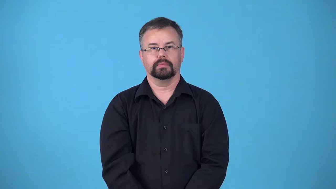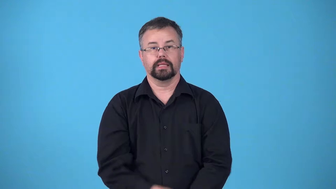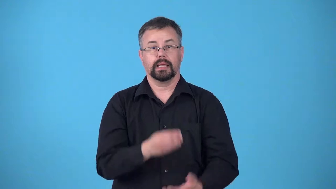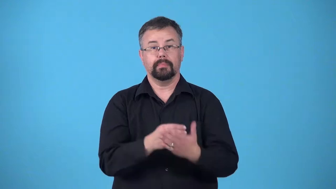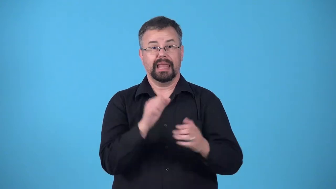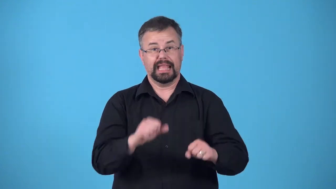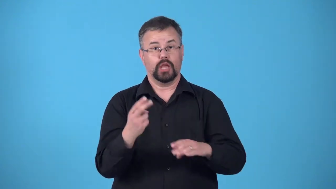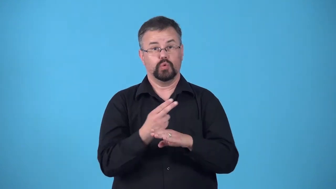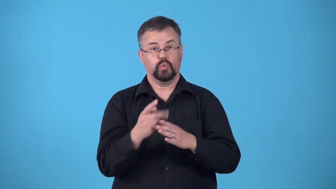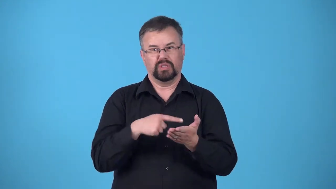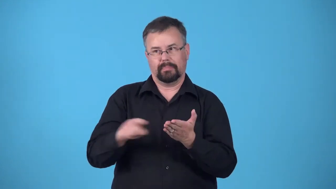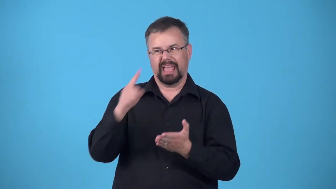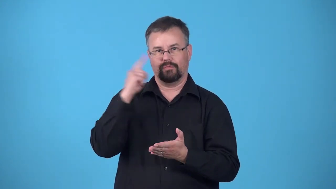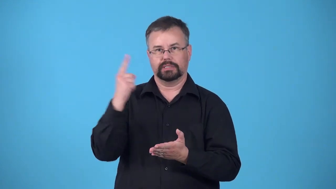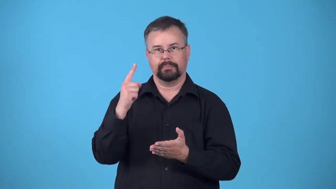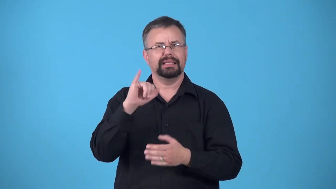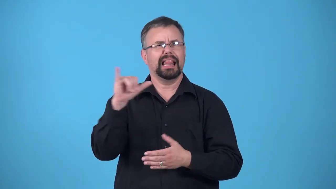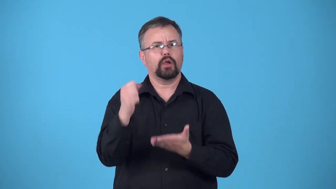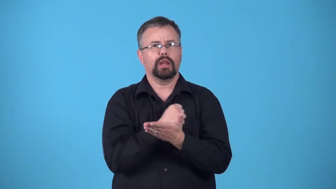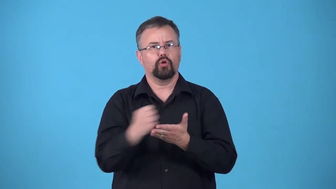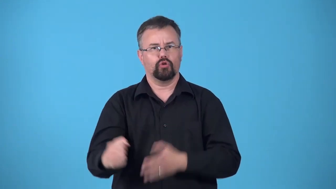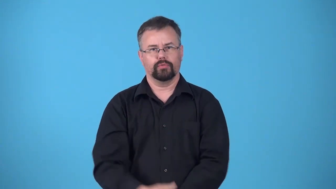credit-amount of money